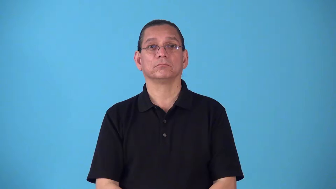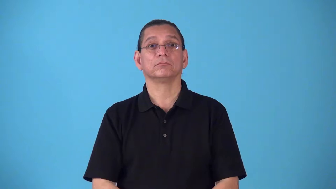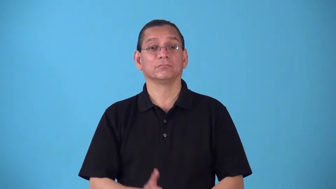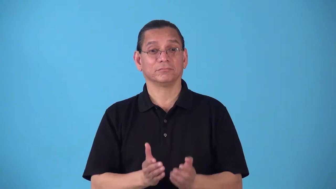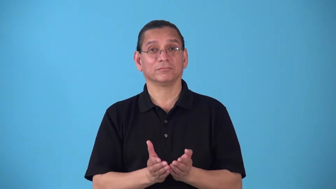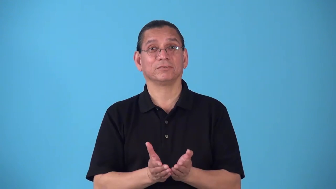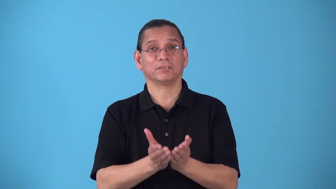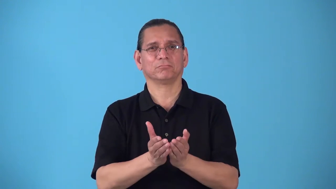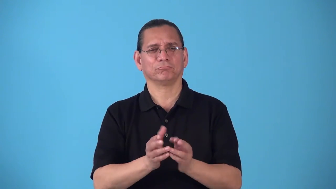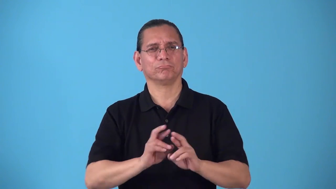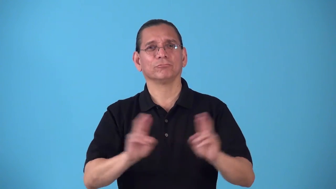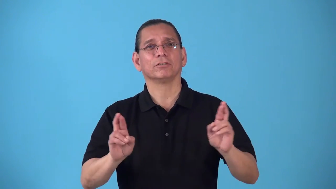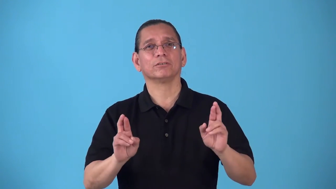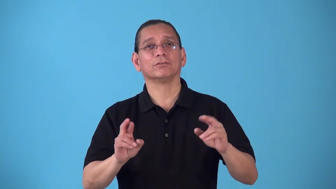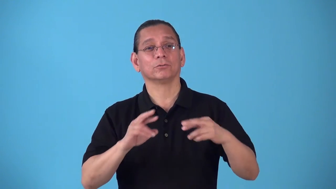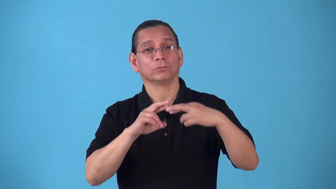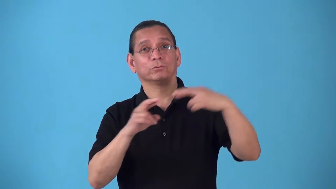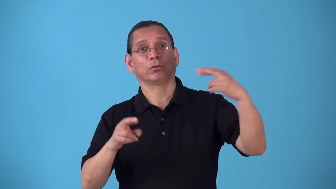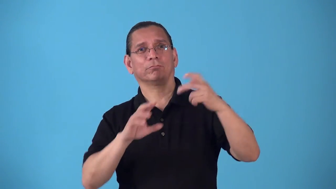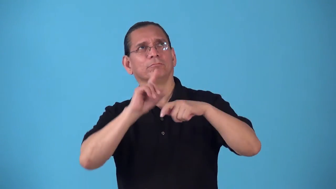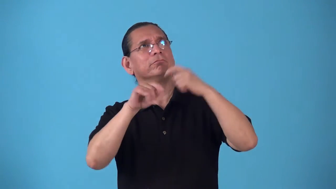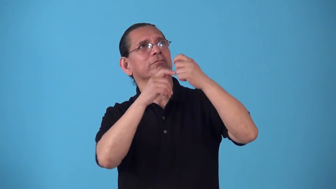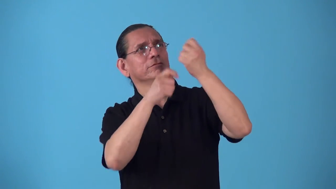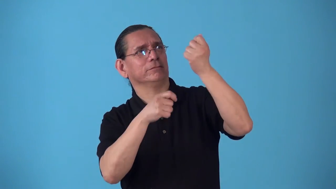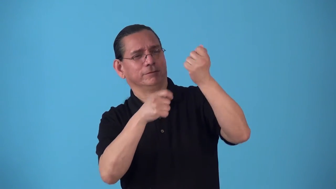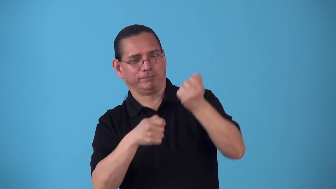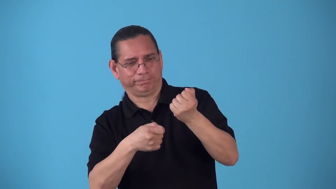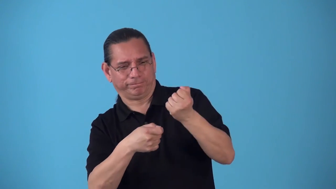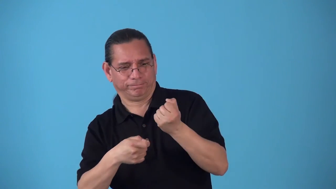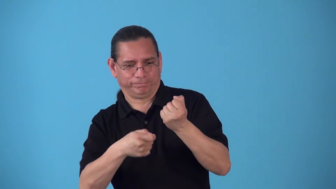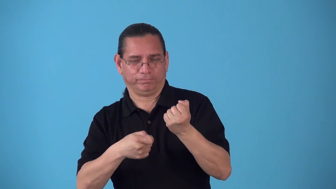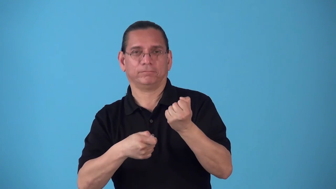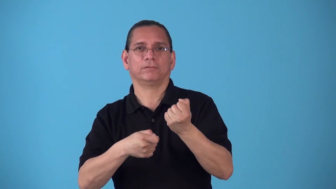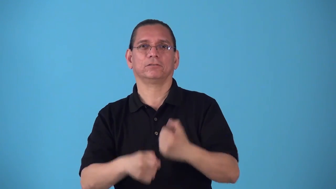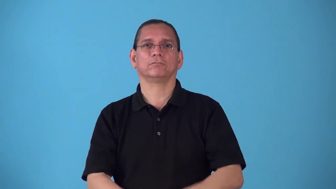rig-fix sails on ship